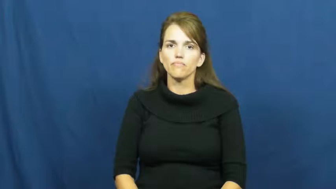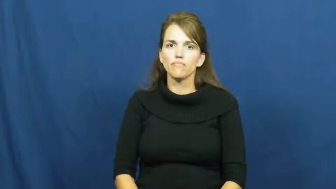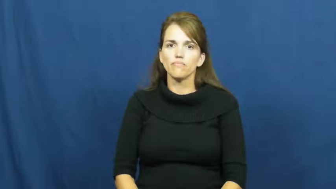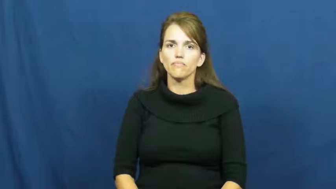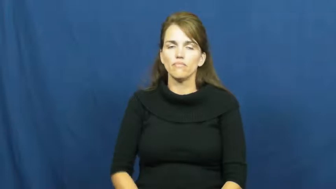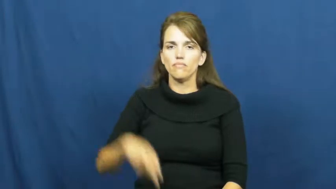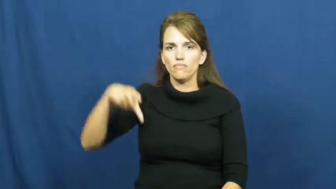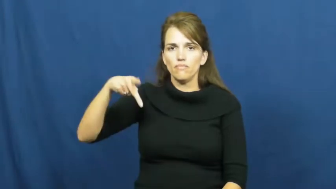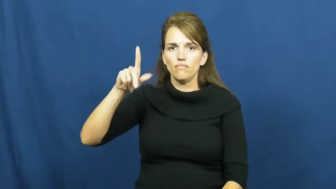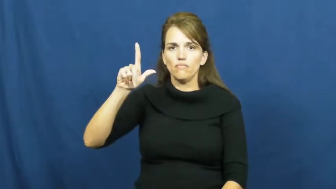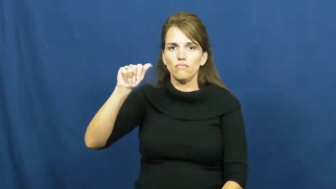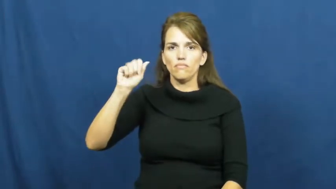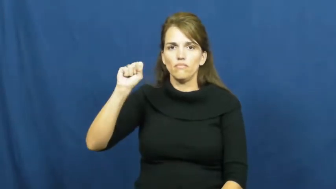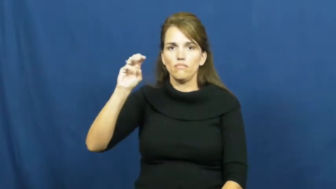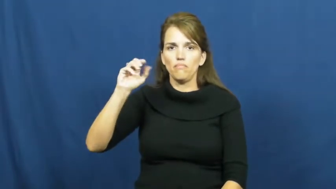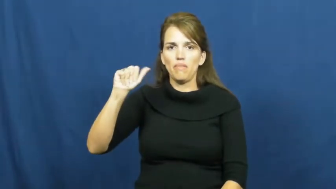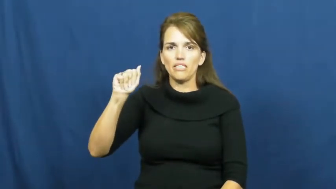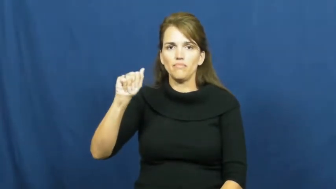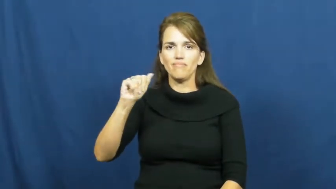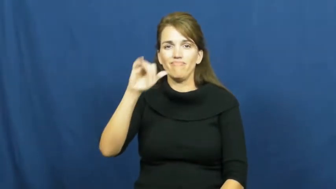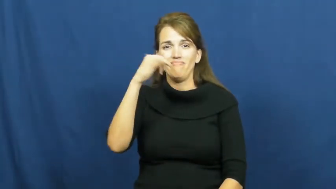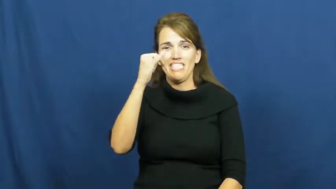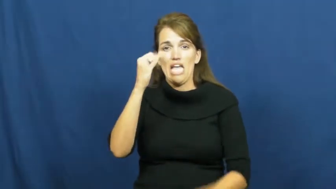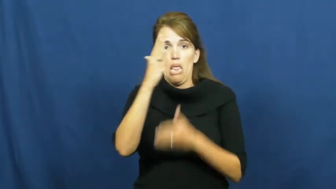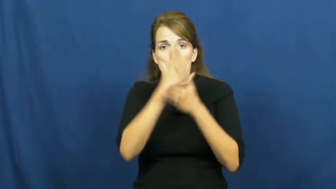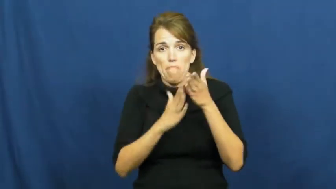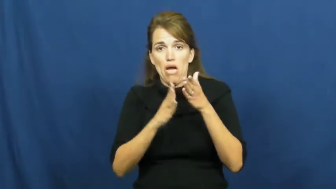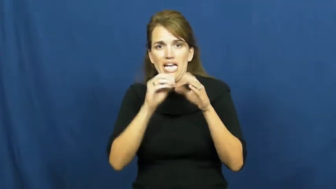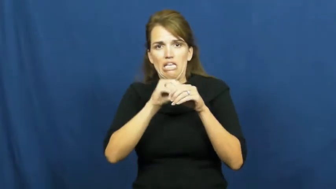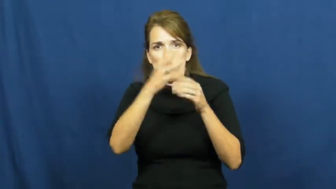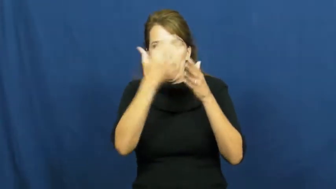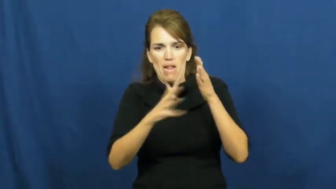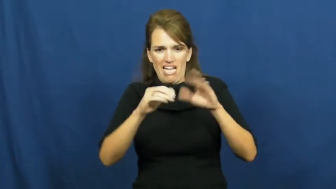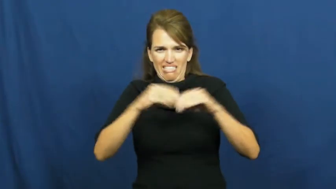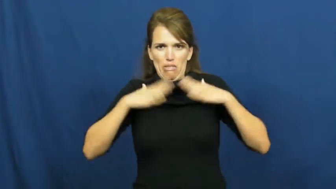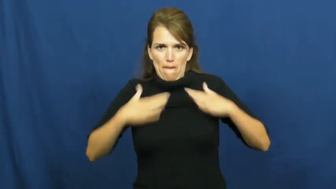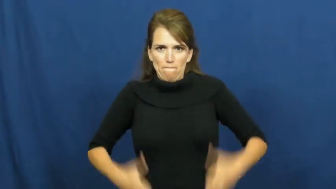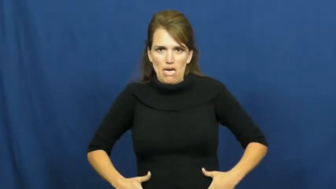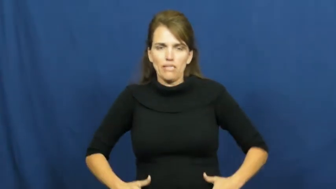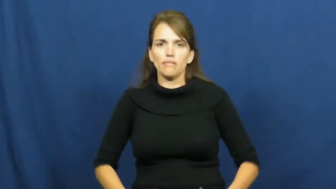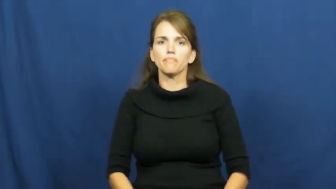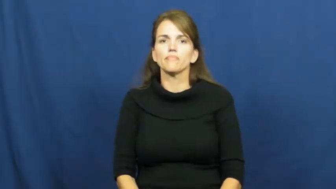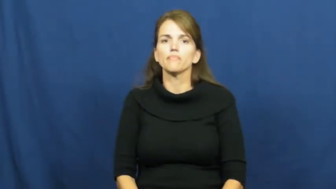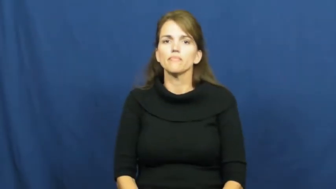plasma-blood